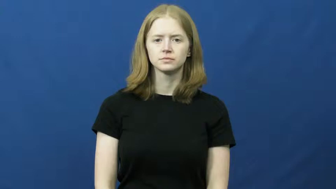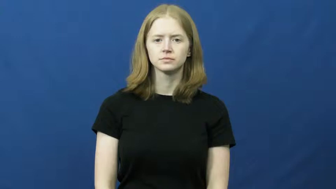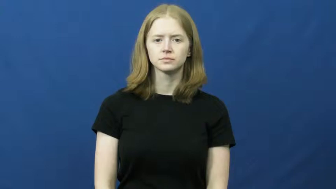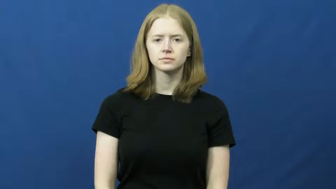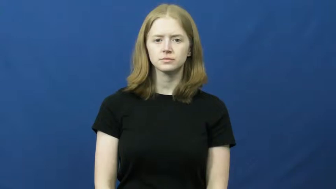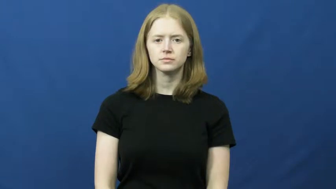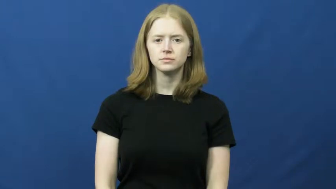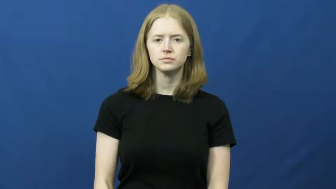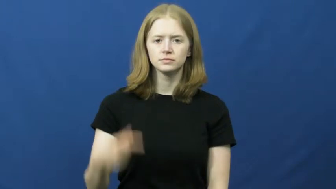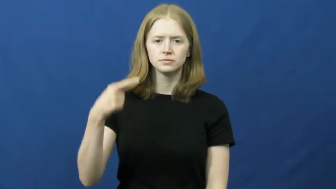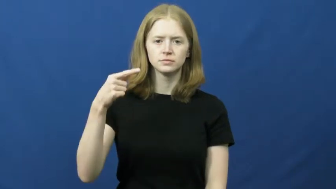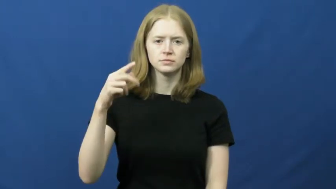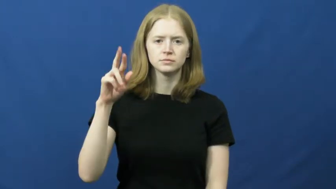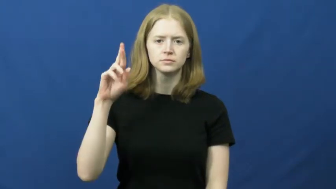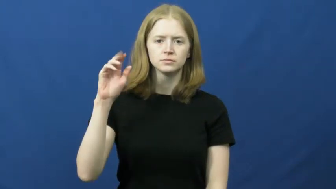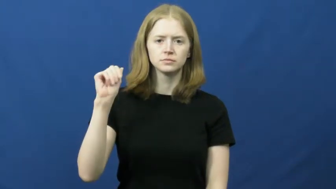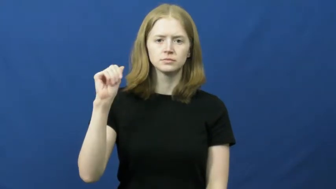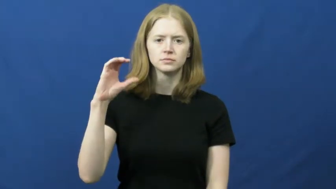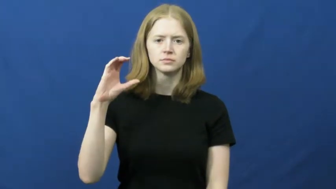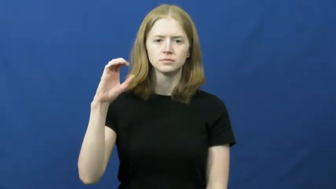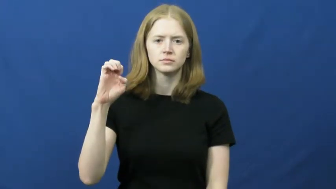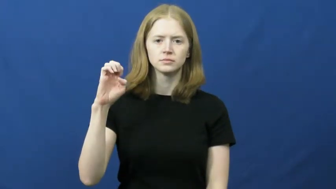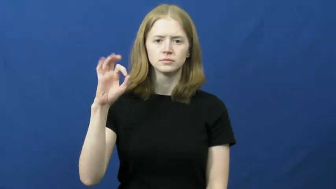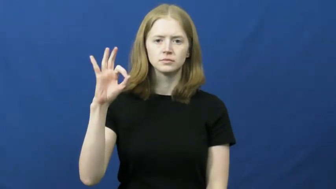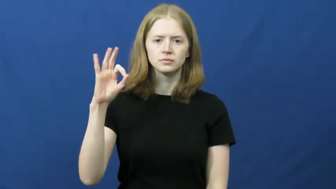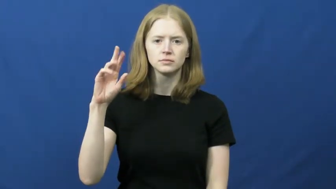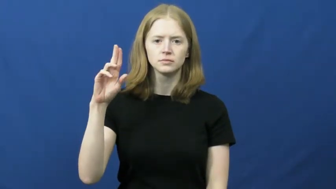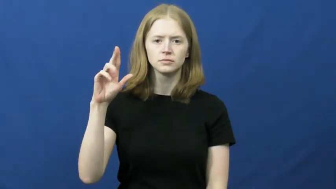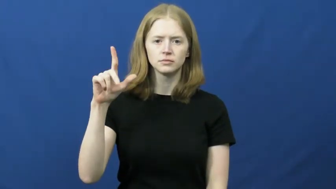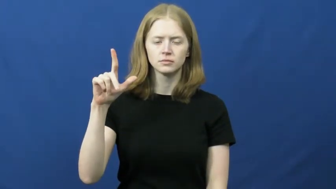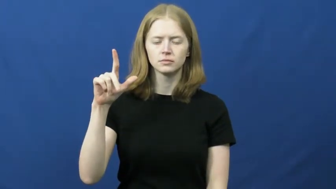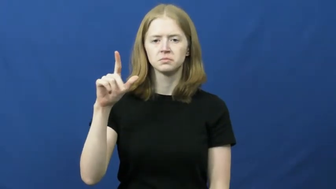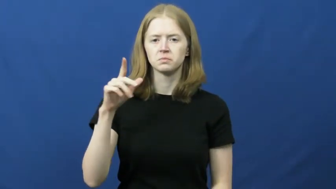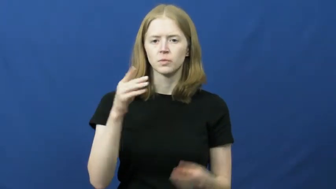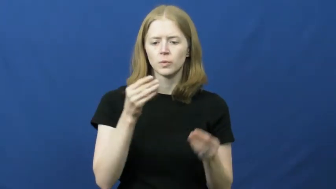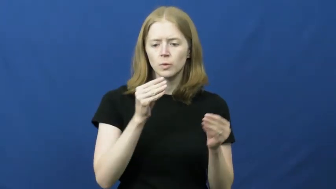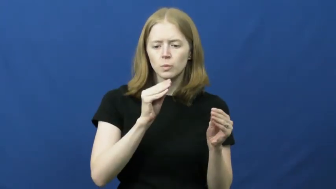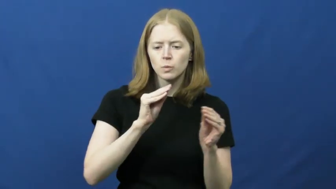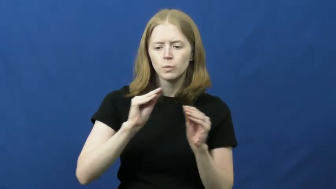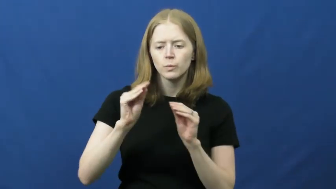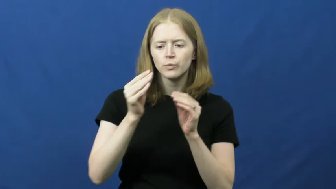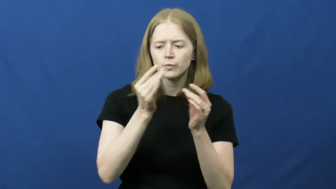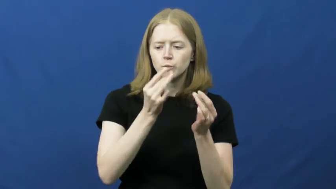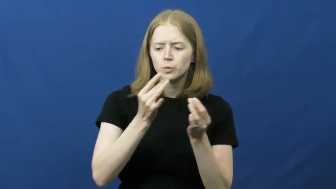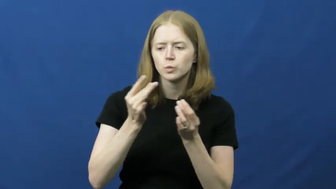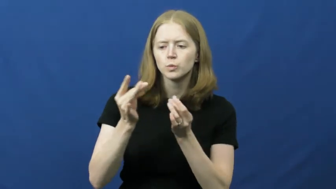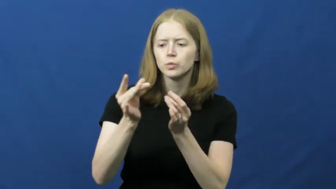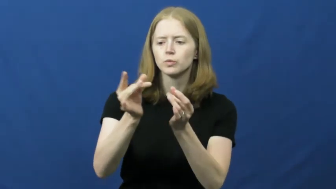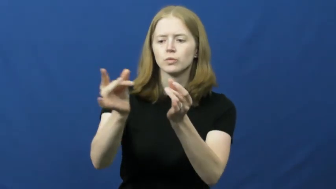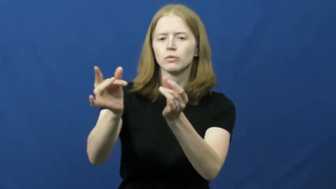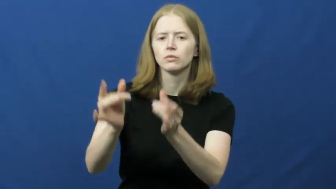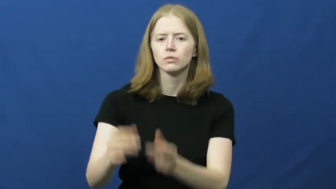graceful